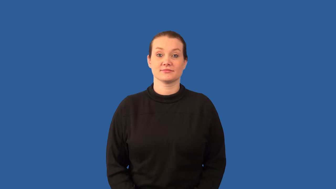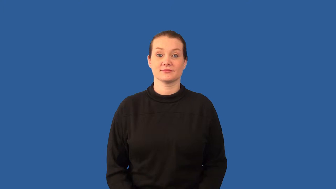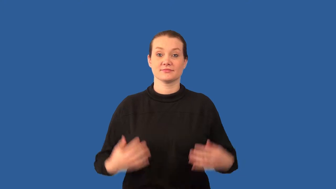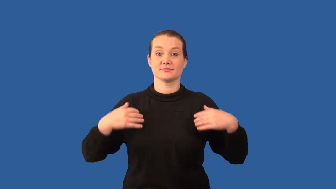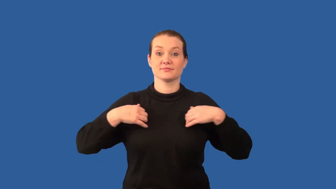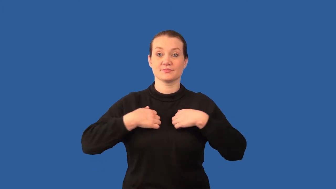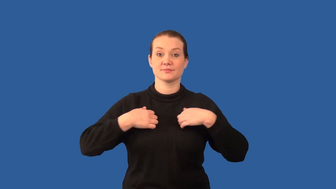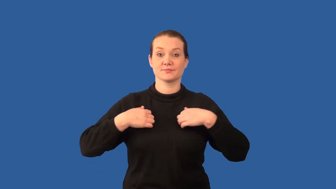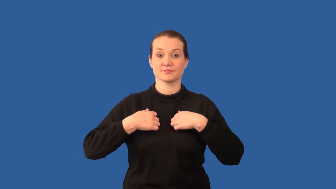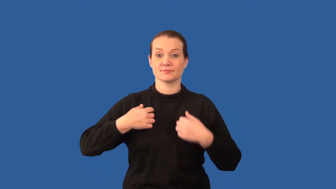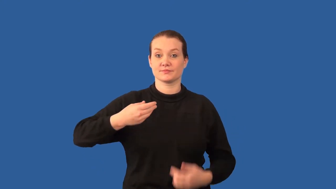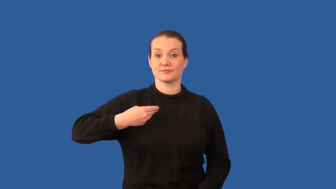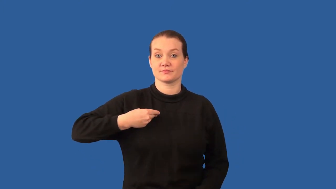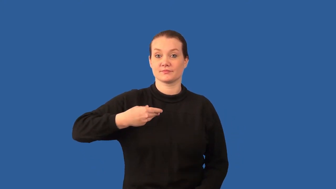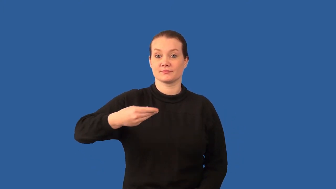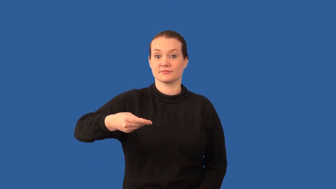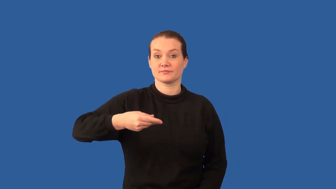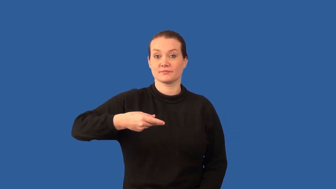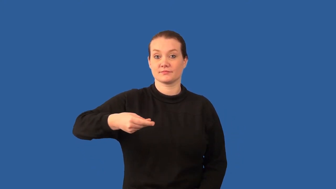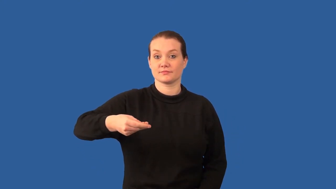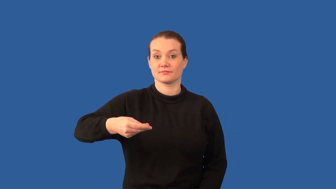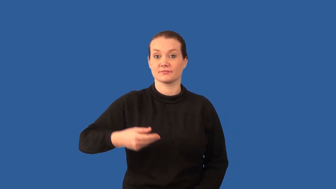mammal,eutherian